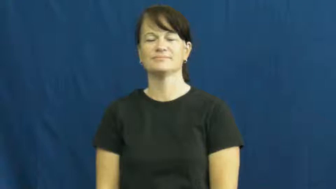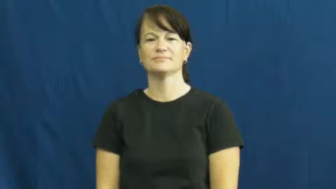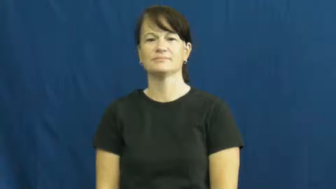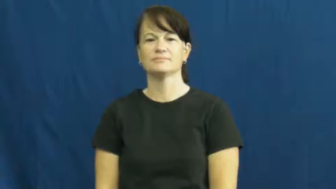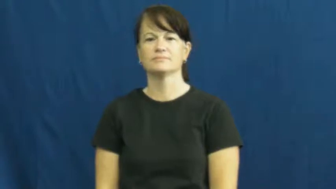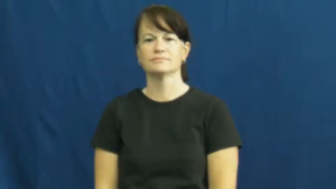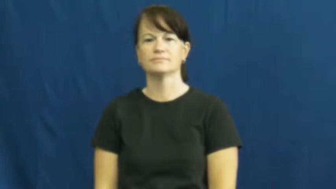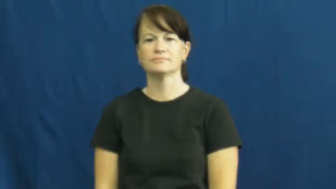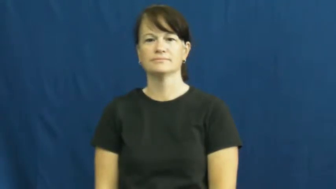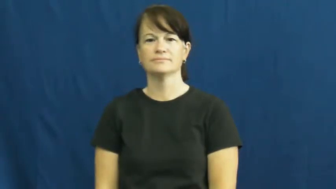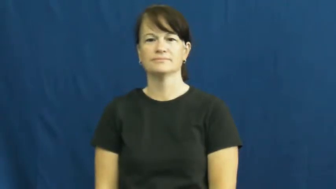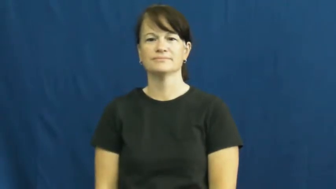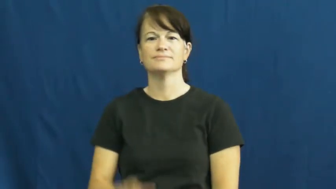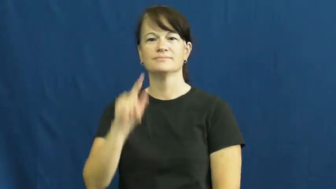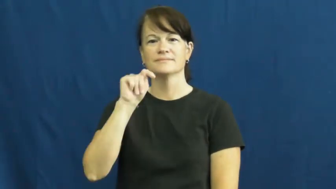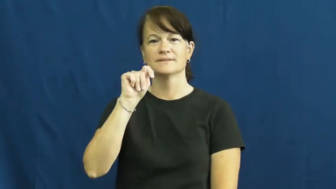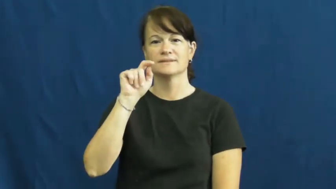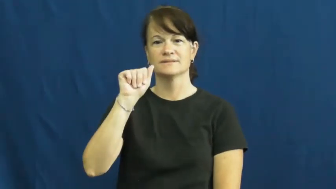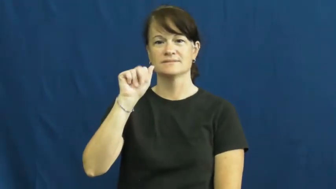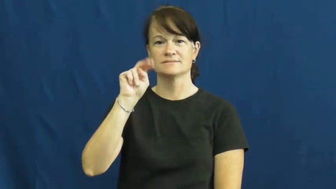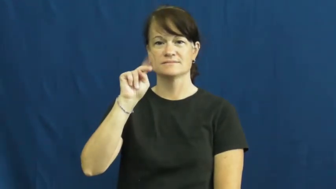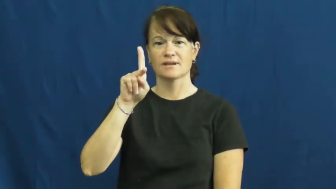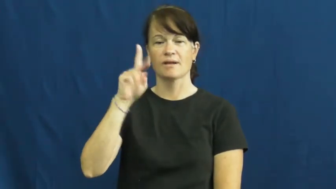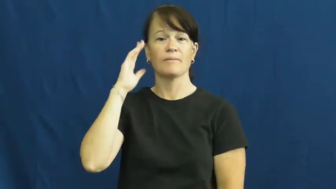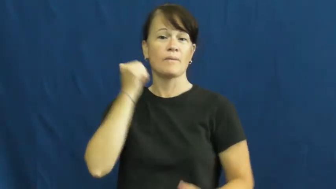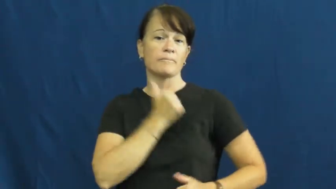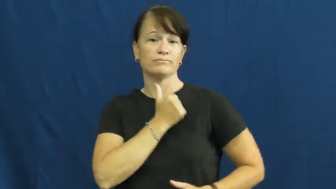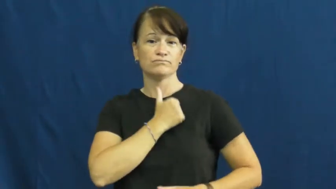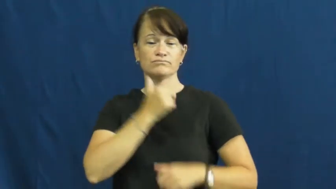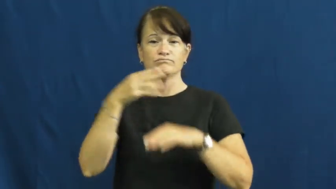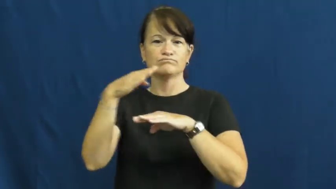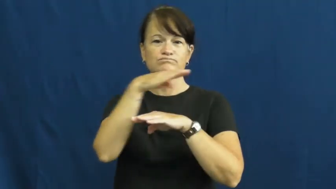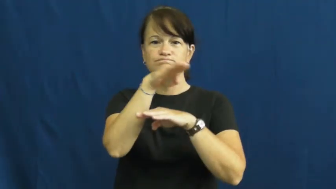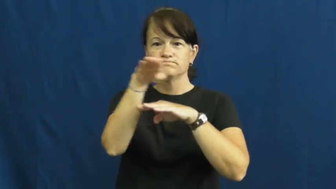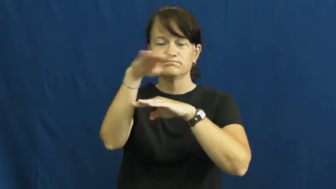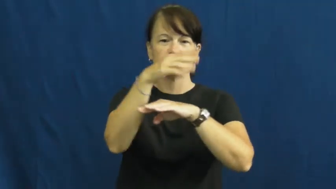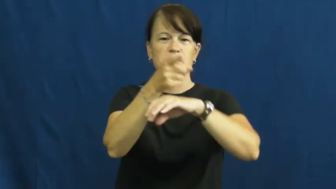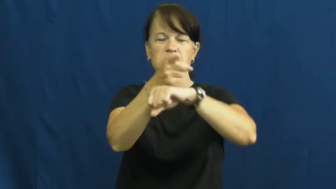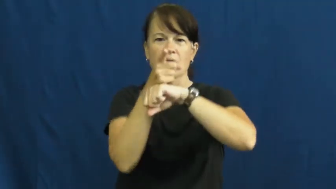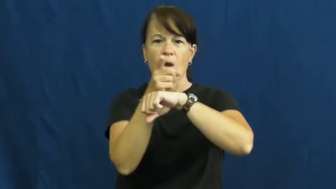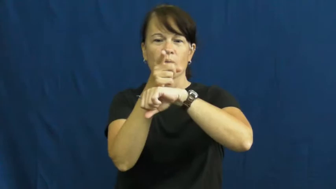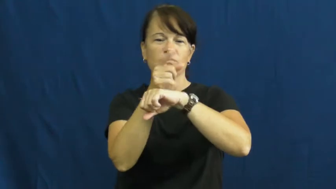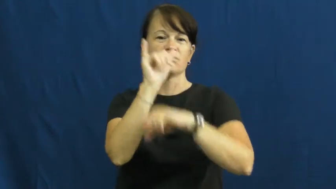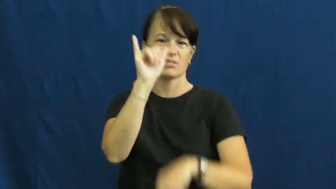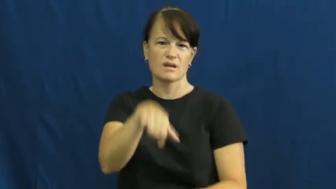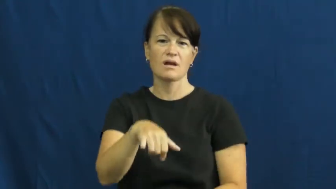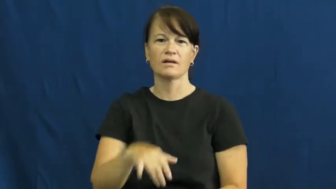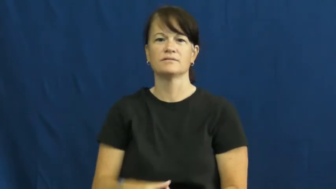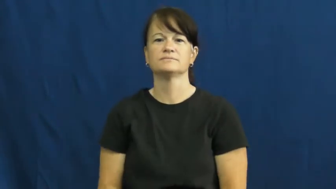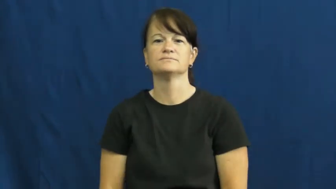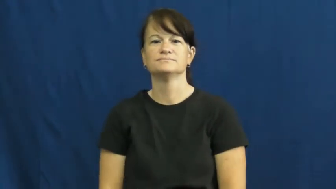tank,armor-army